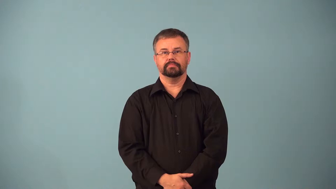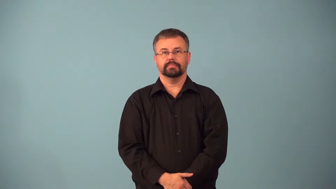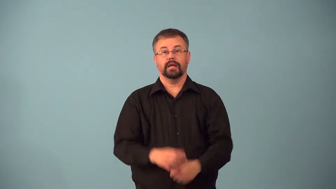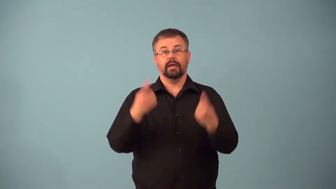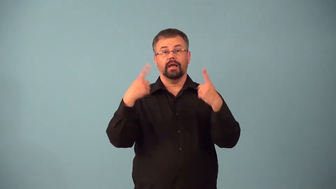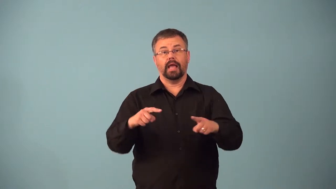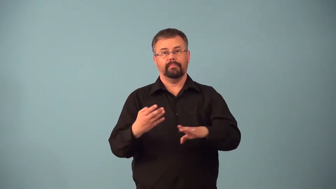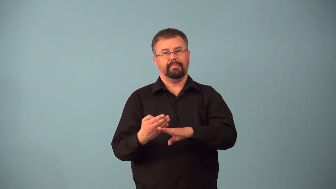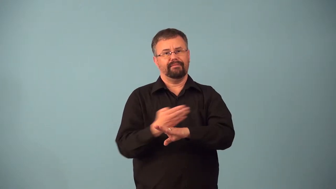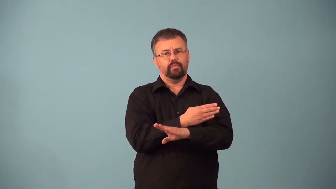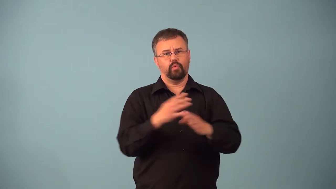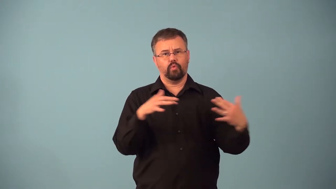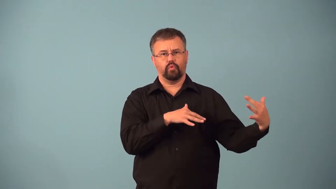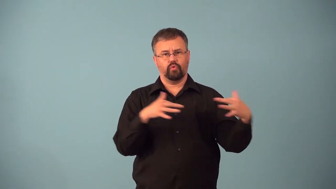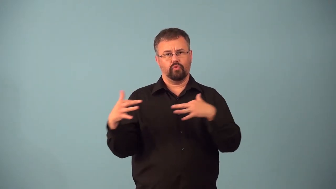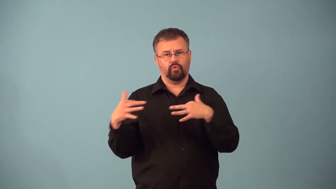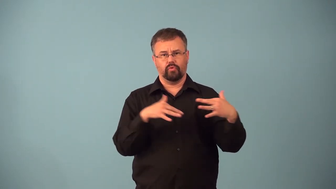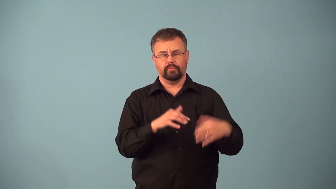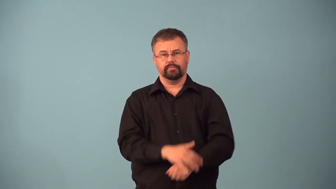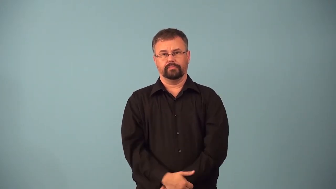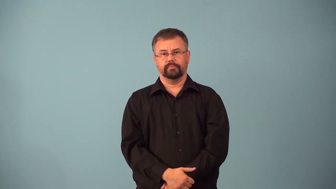antebellum